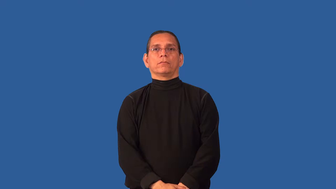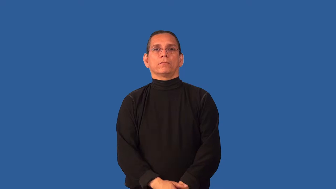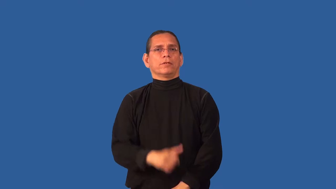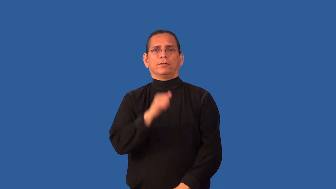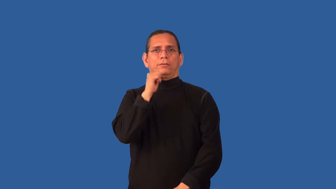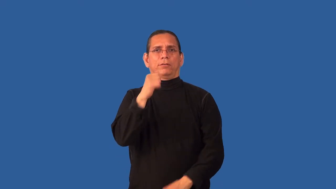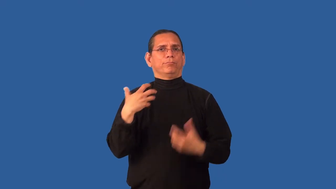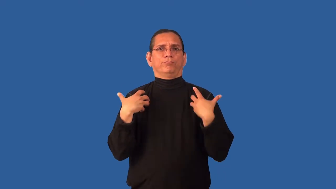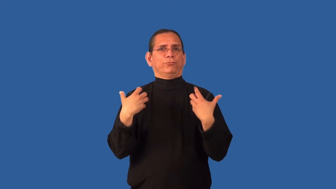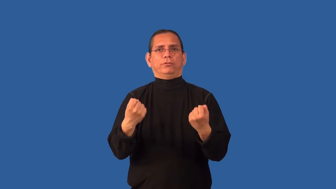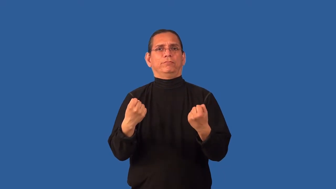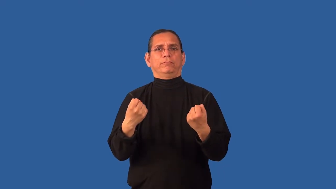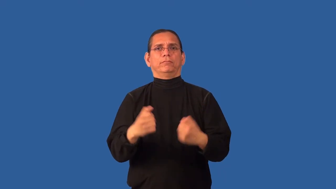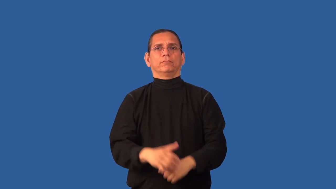unhealthful